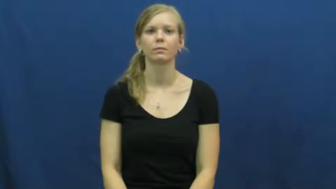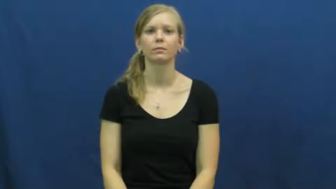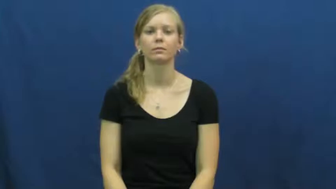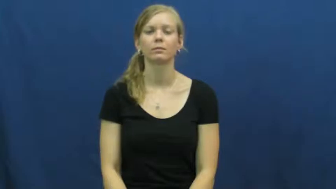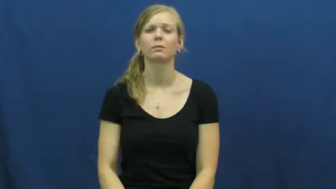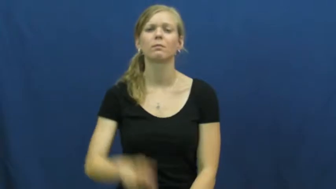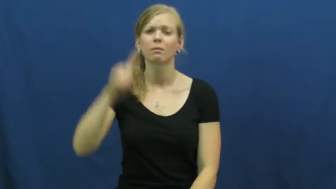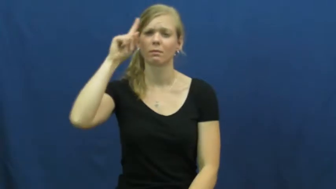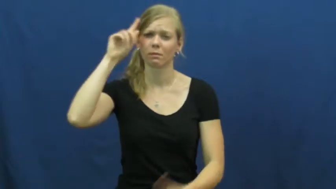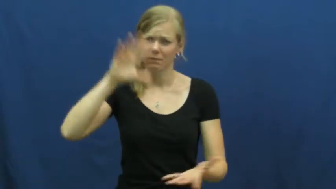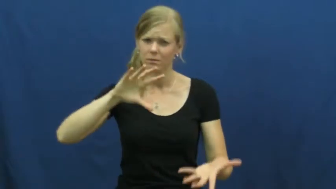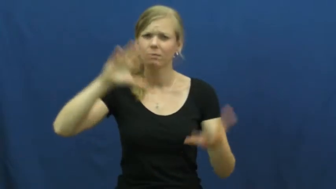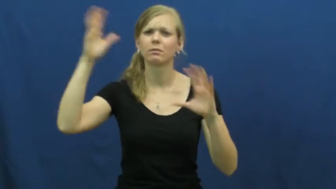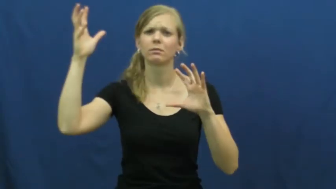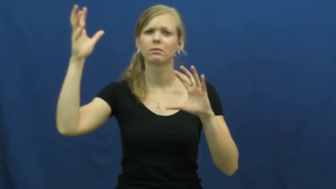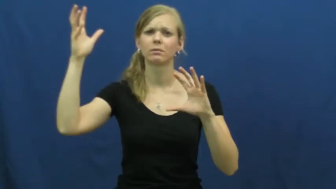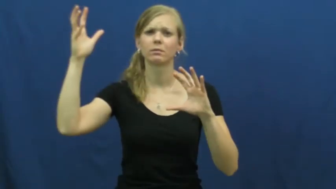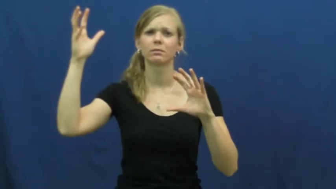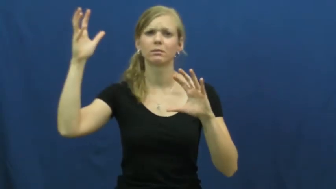cross up